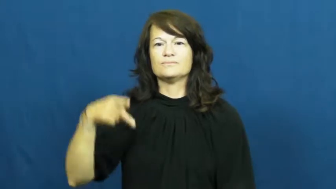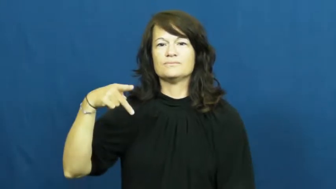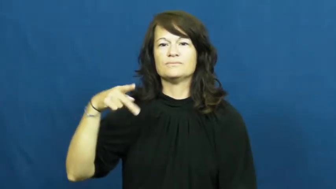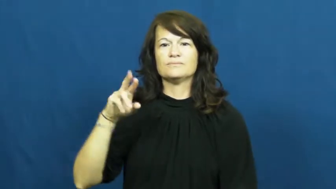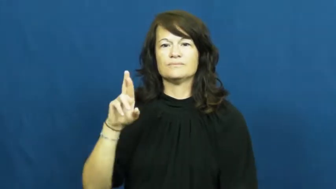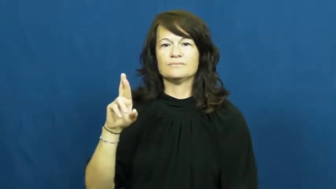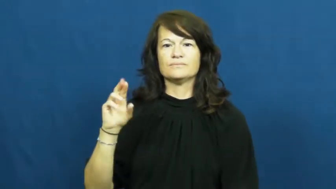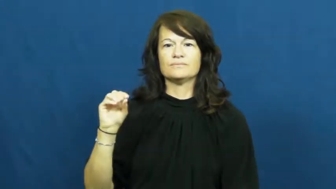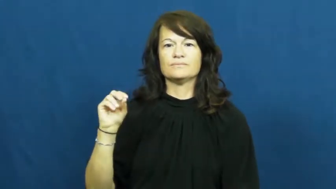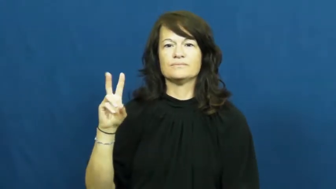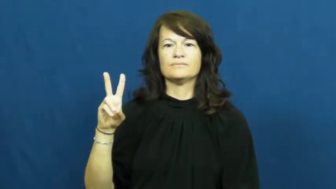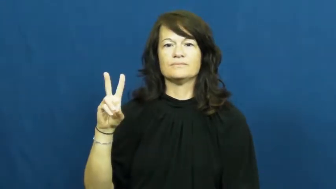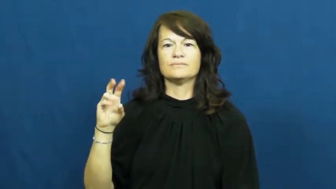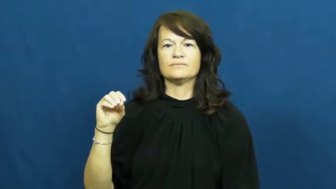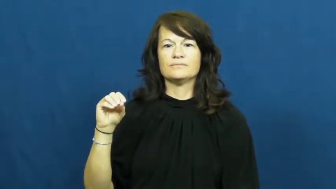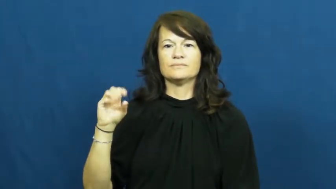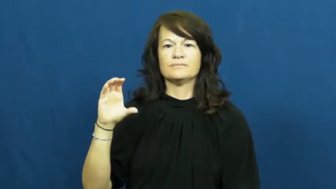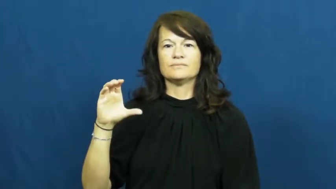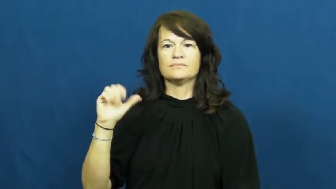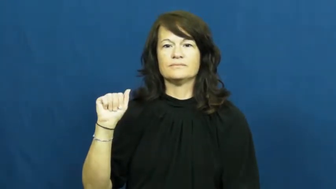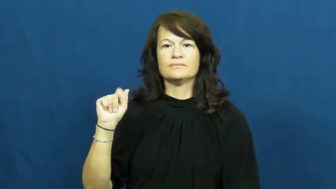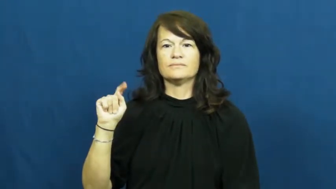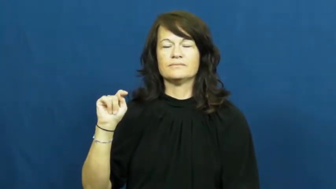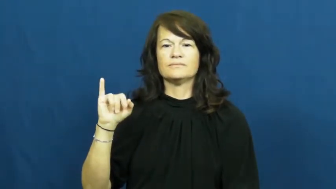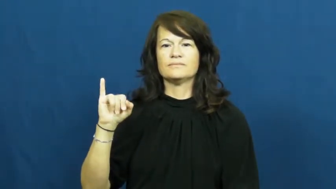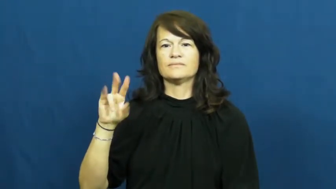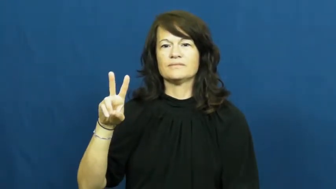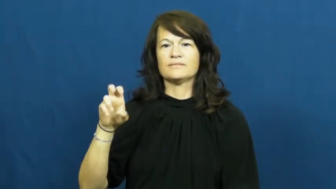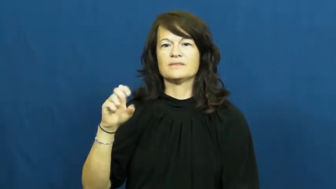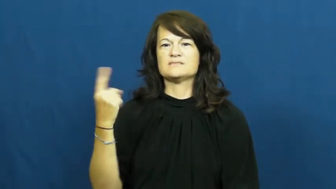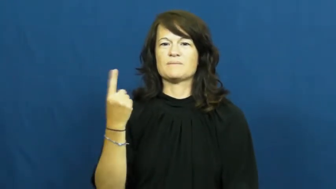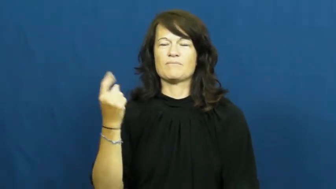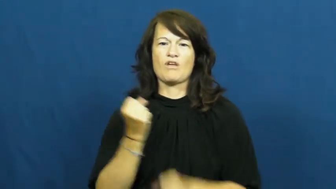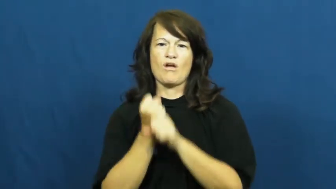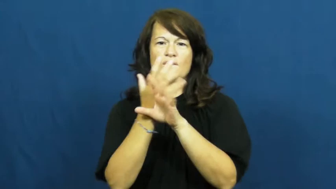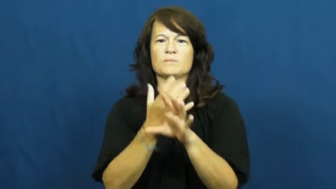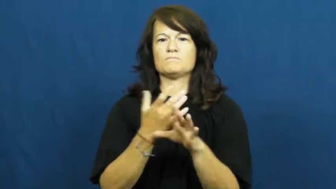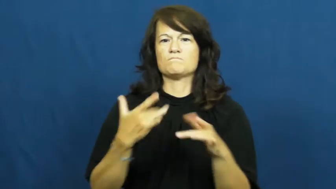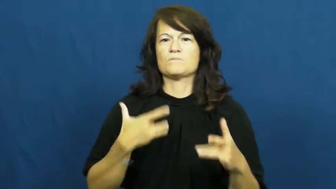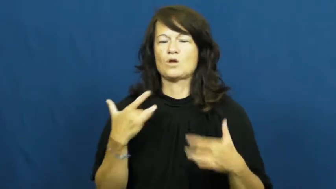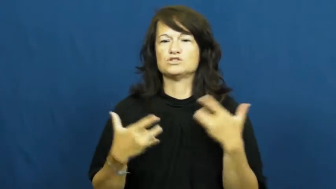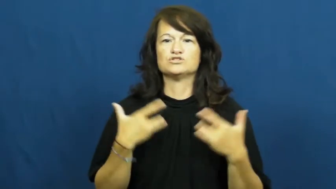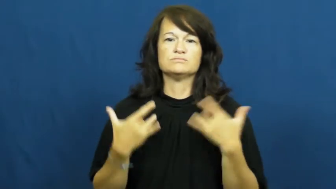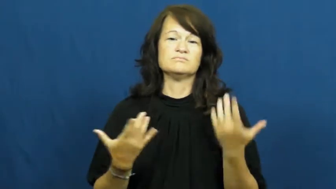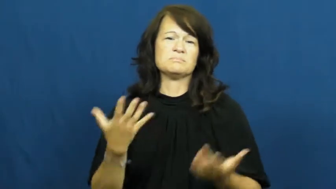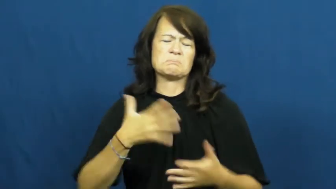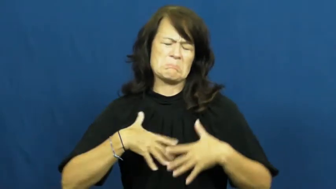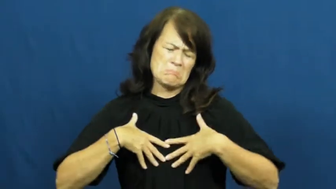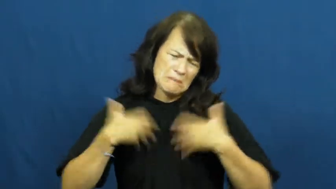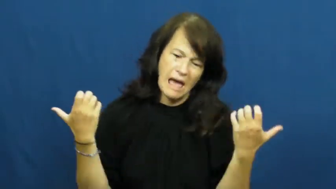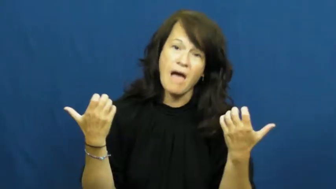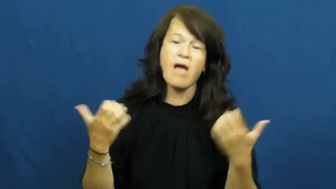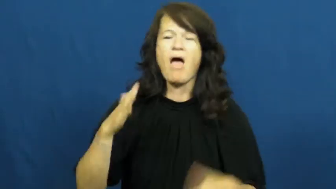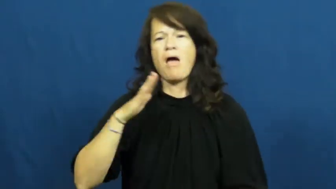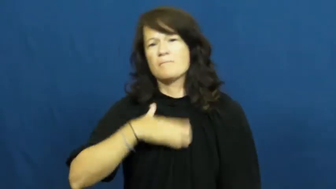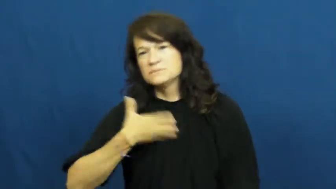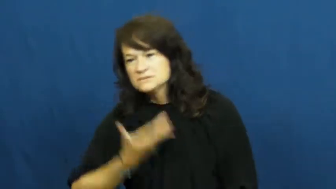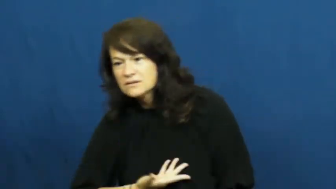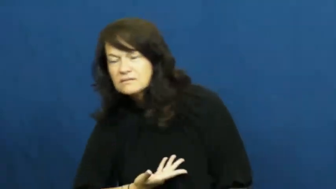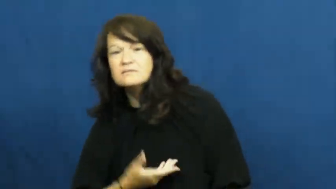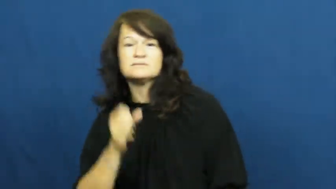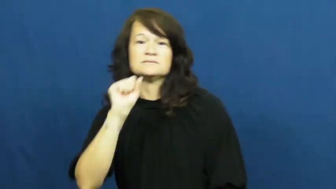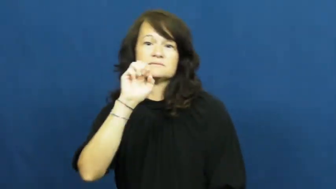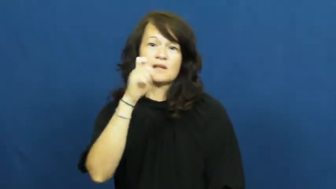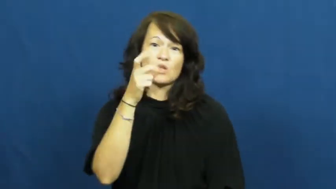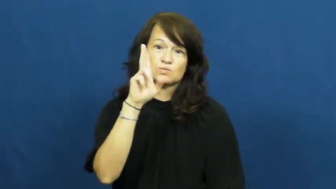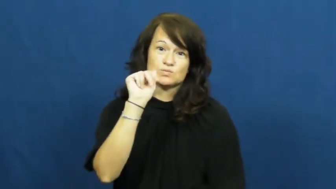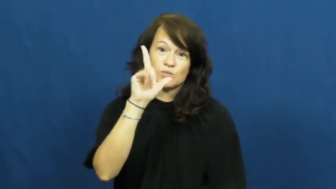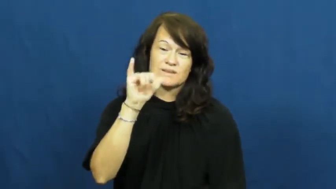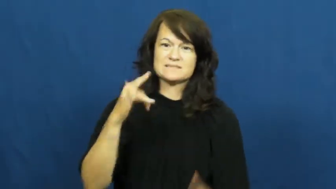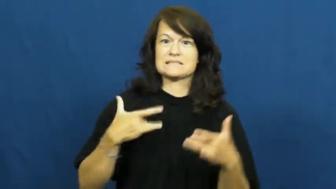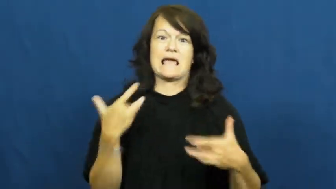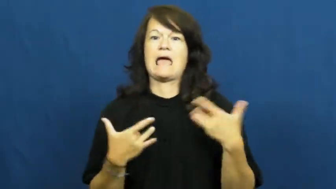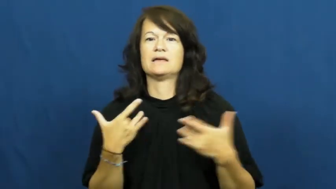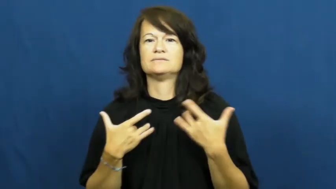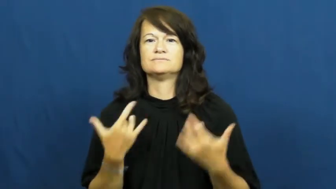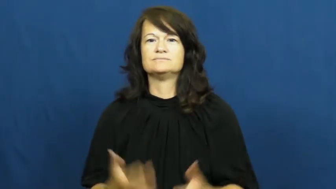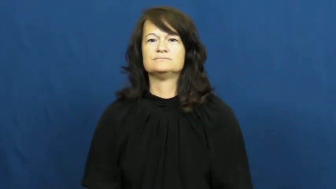provocative